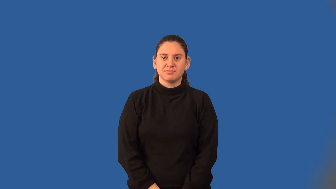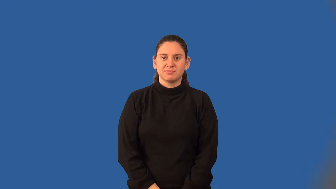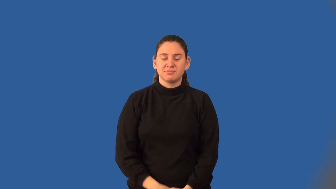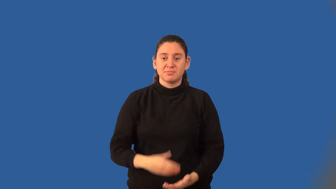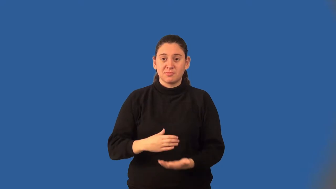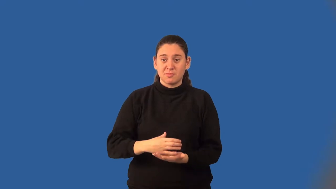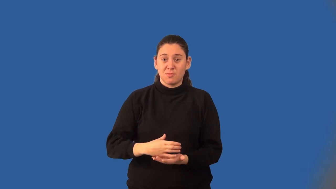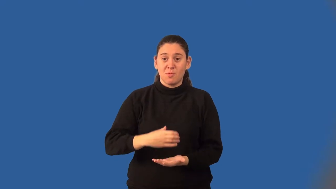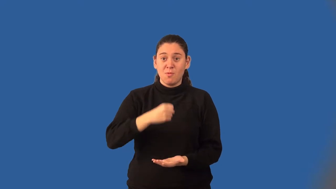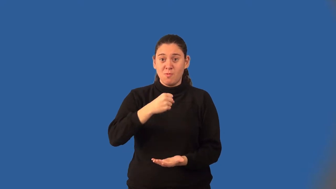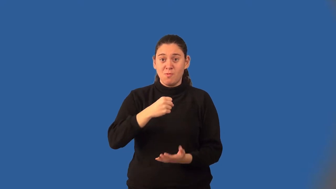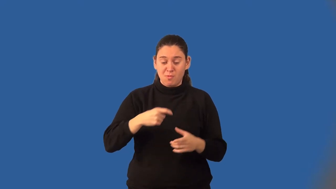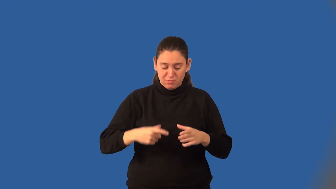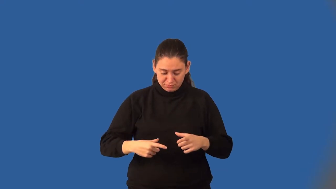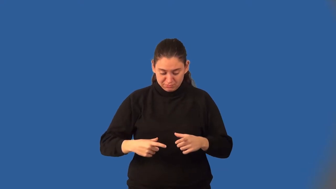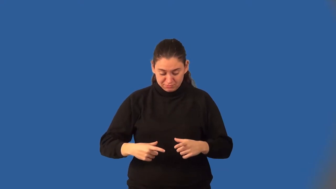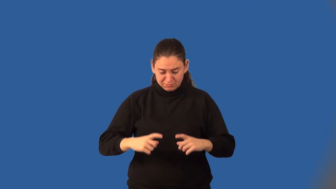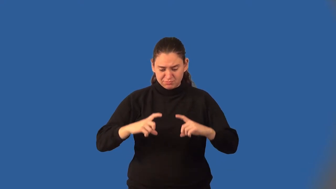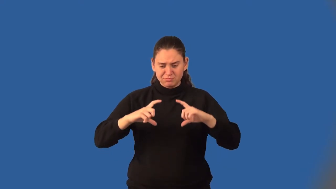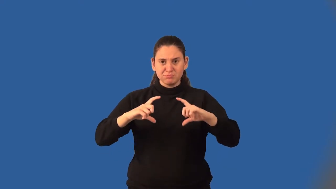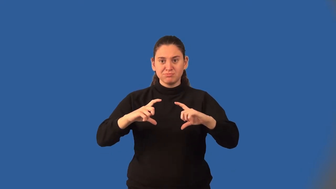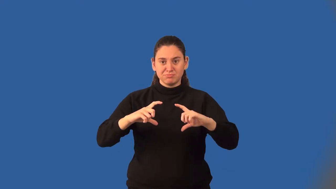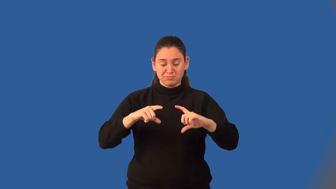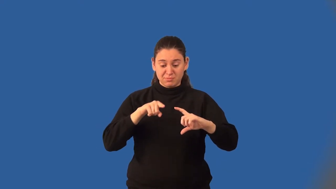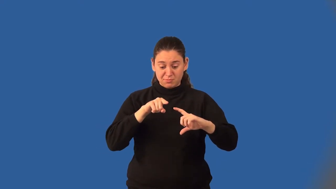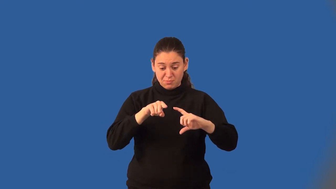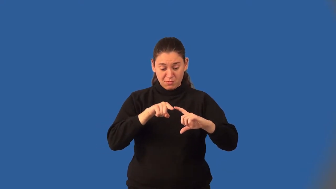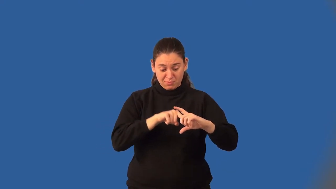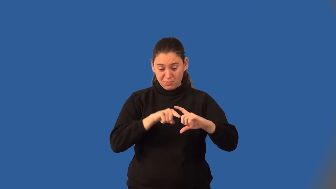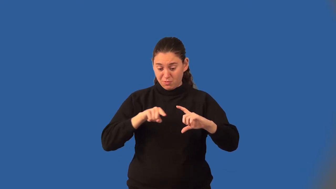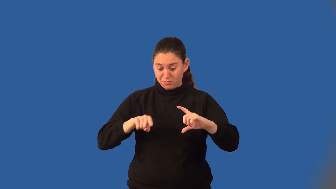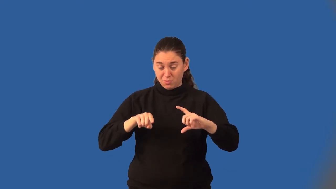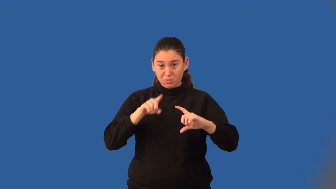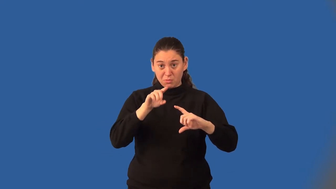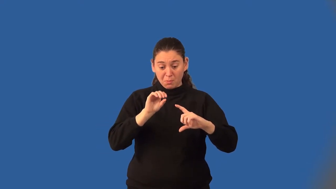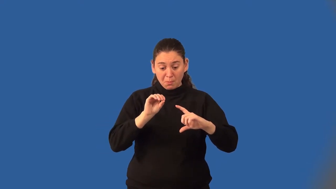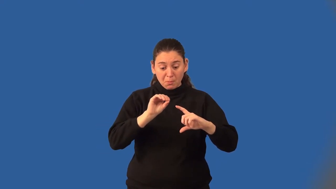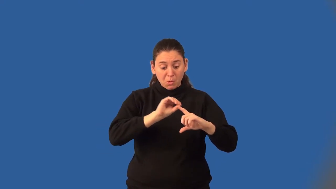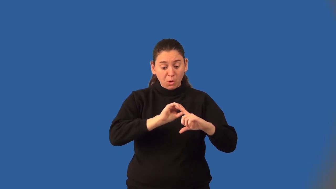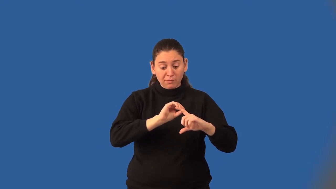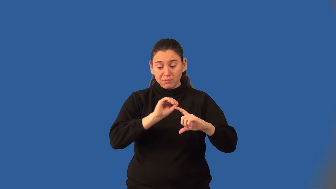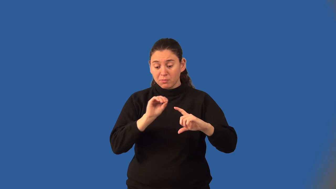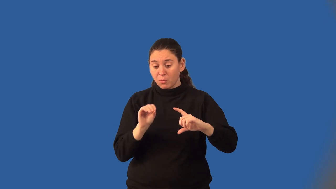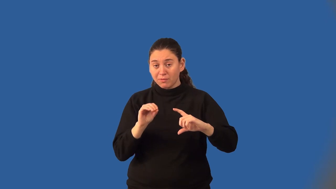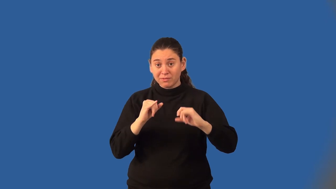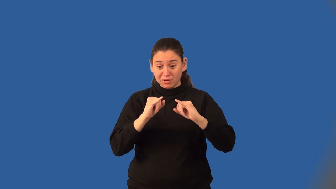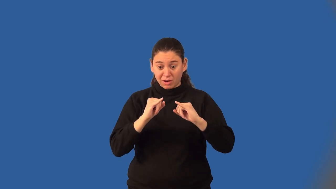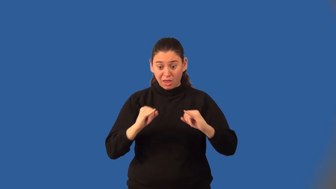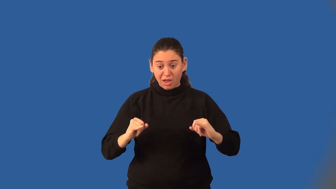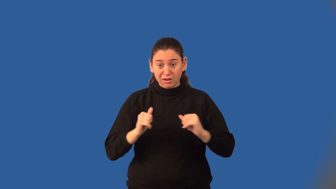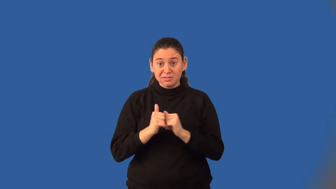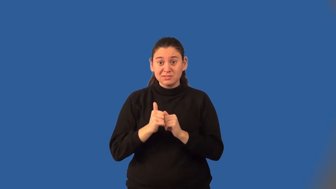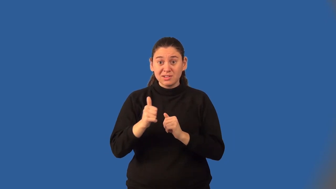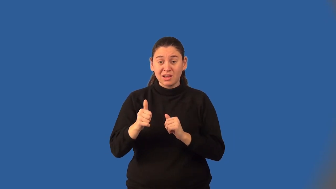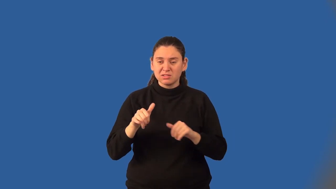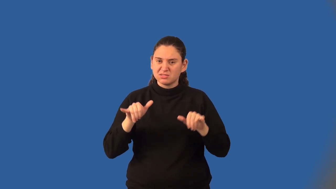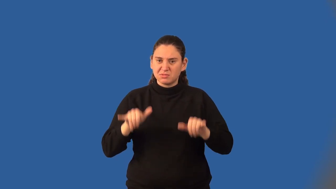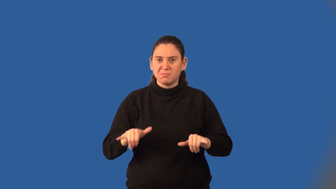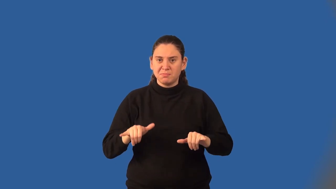ellipse